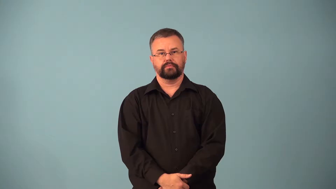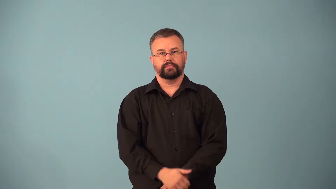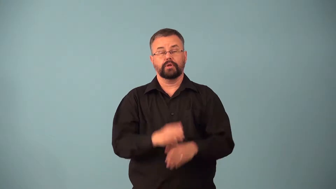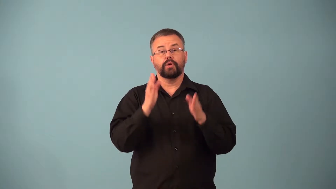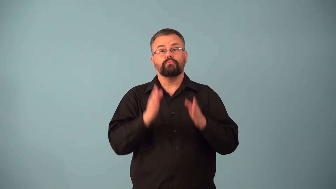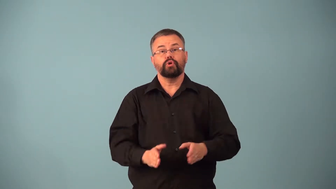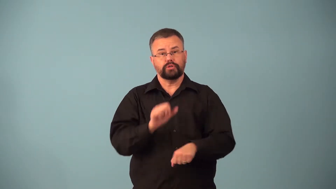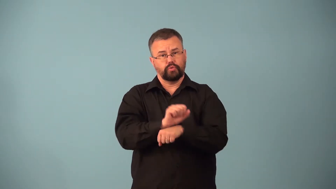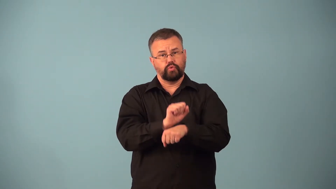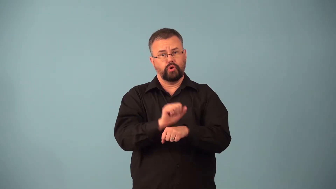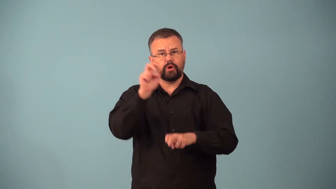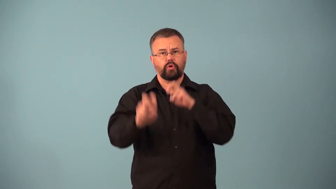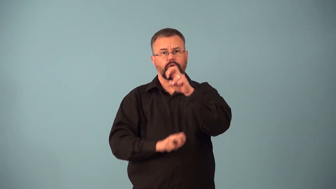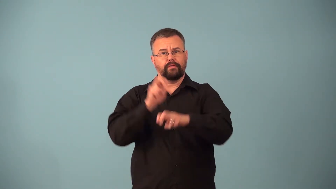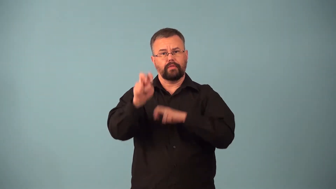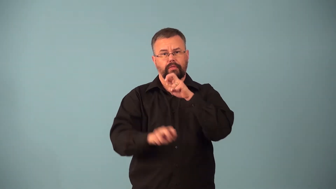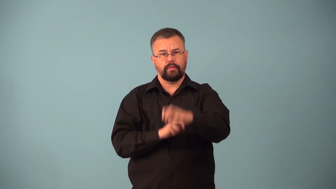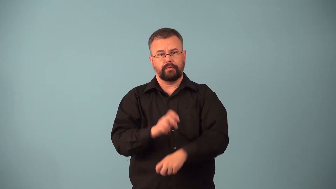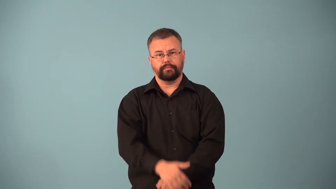carny